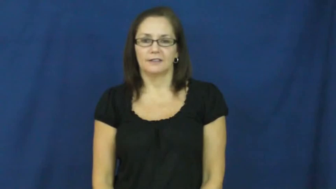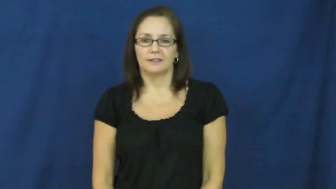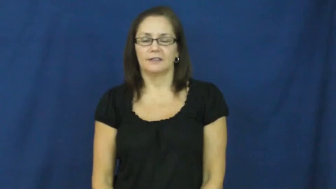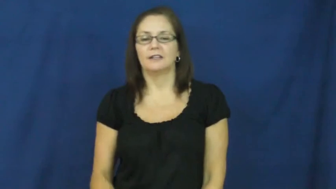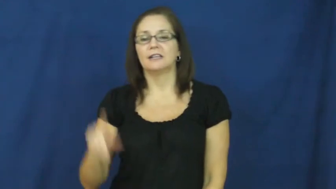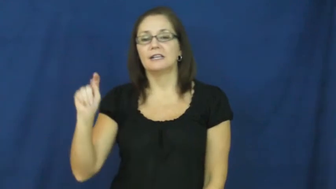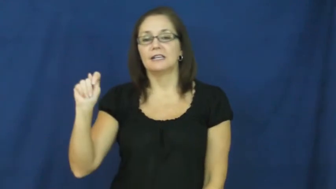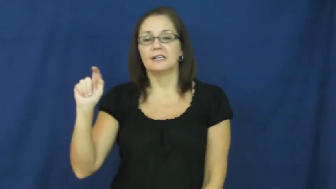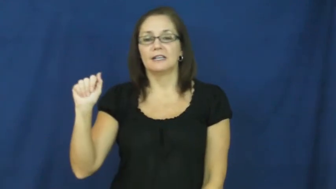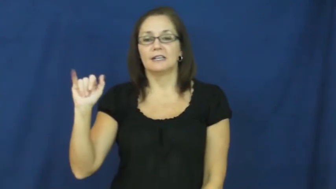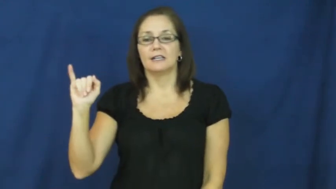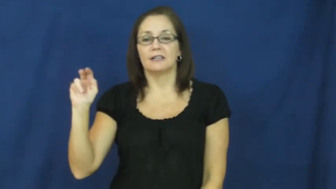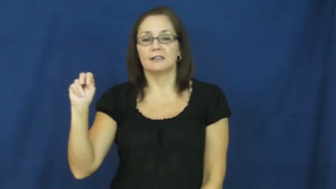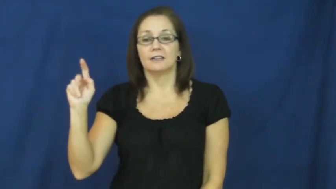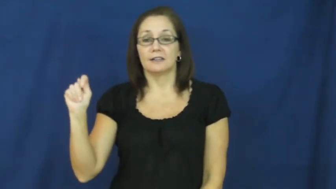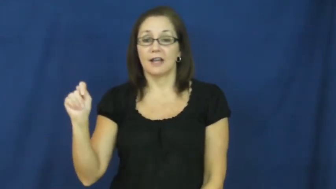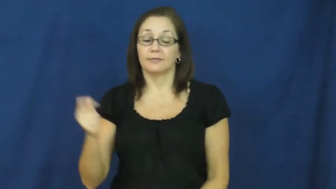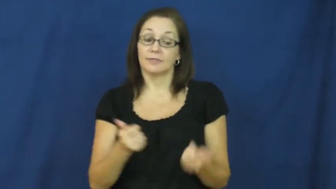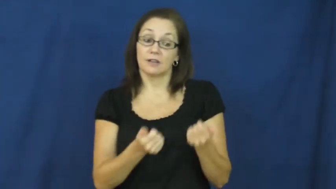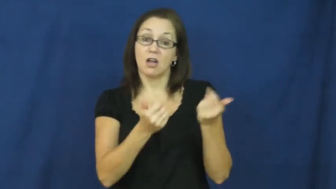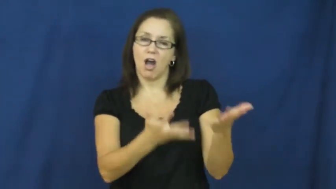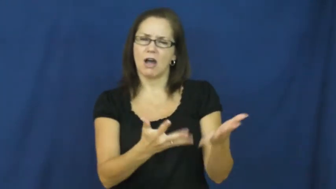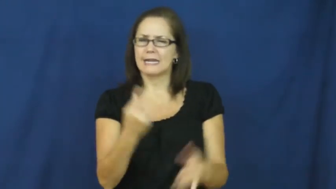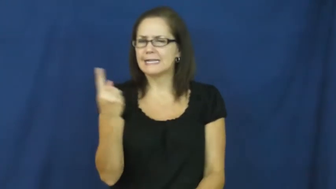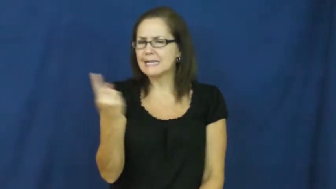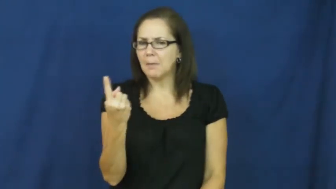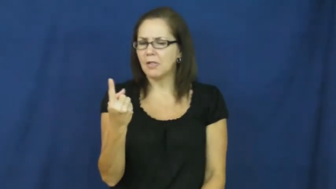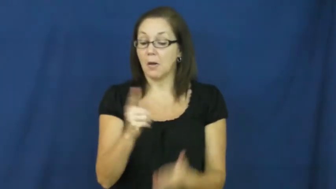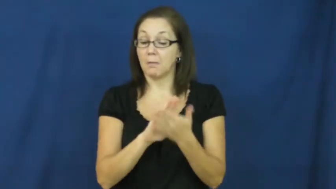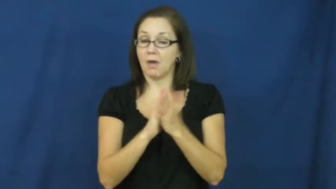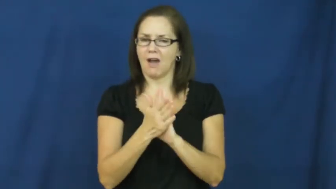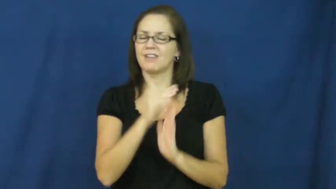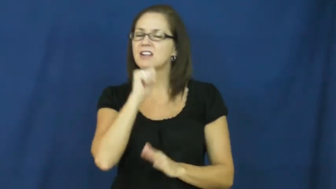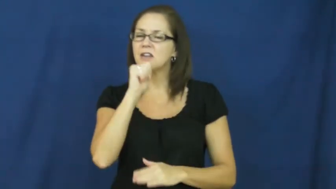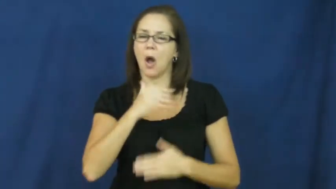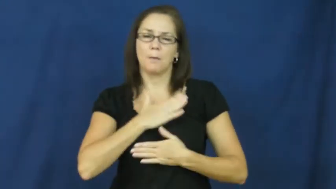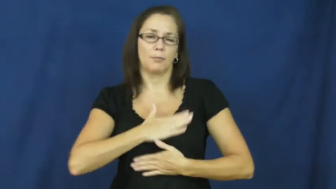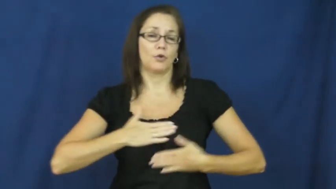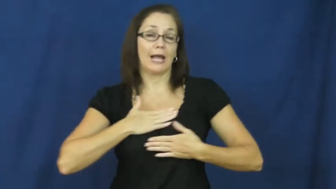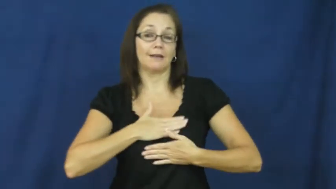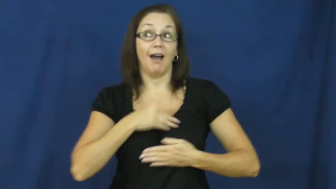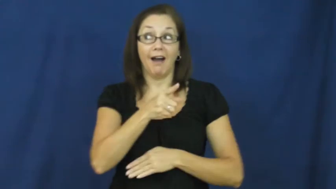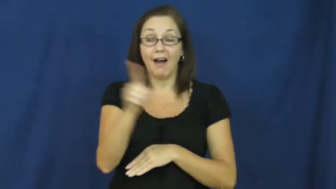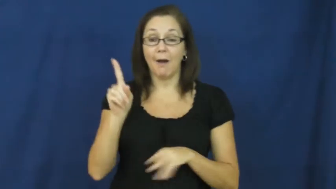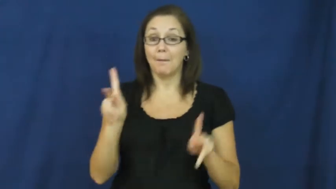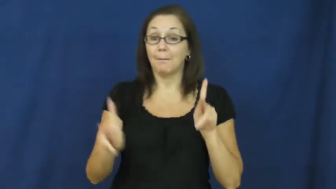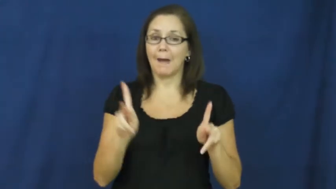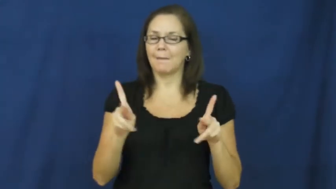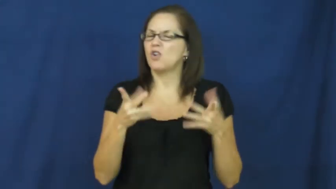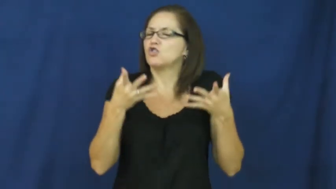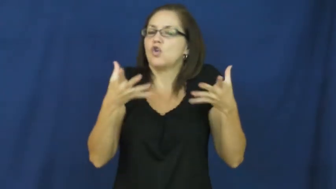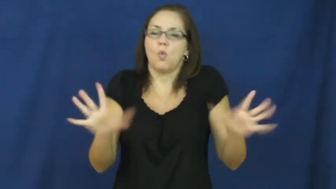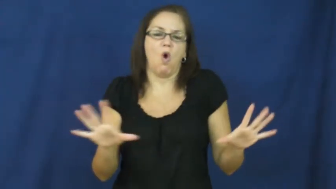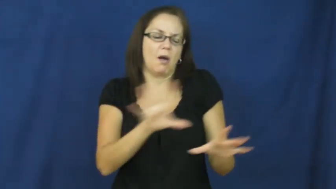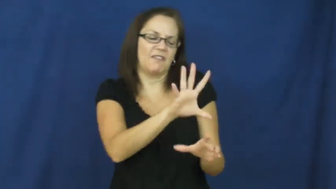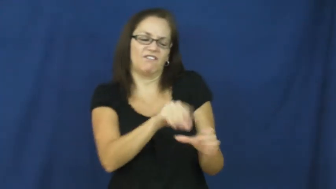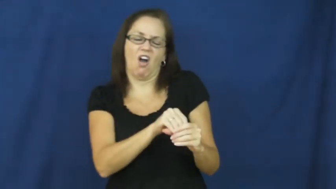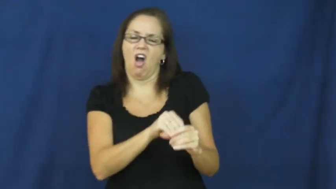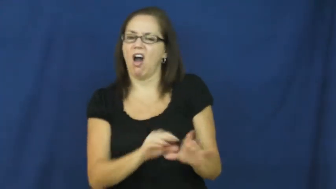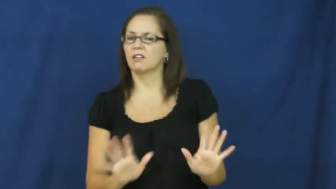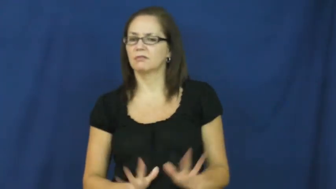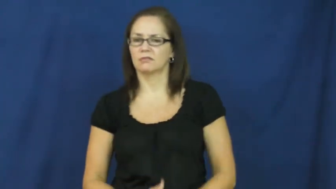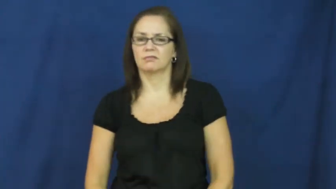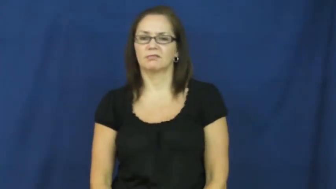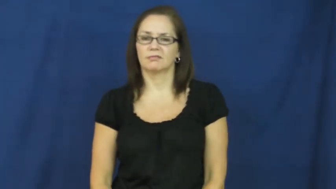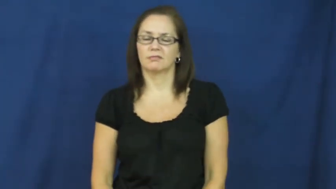taint